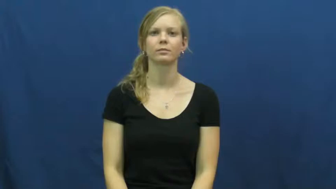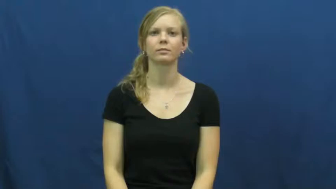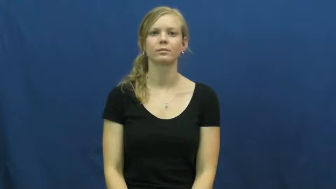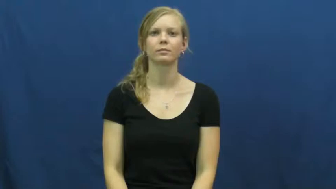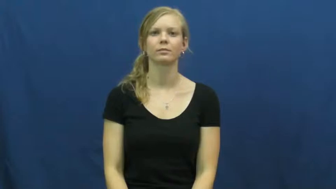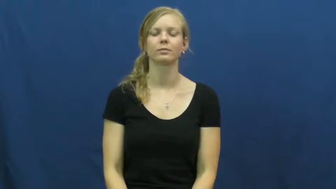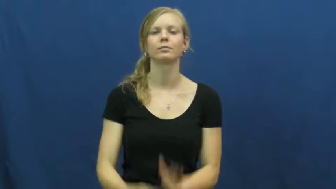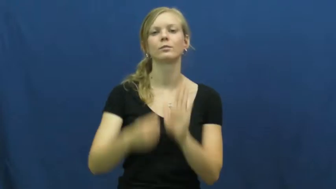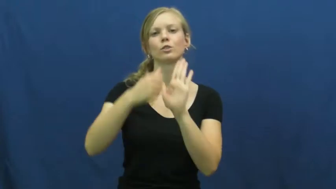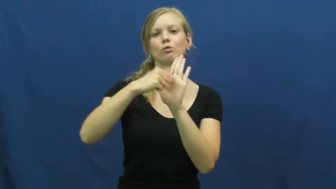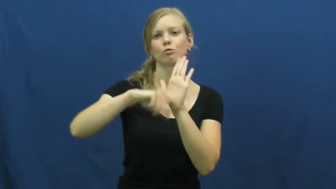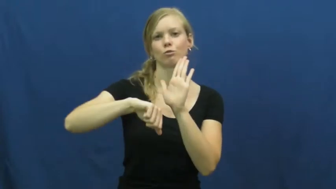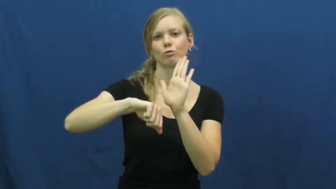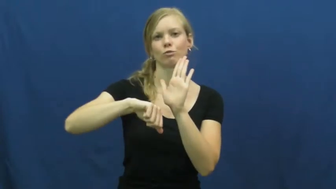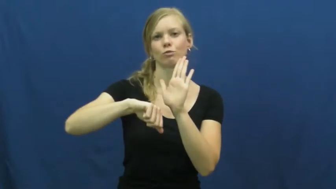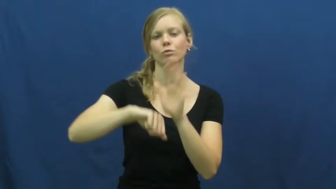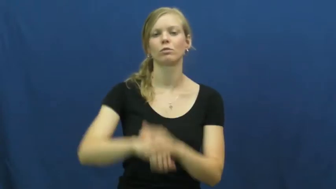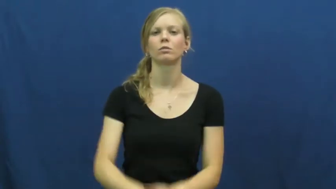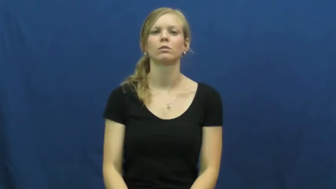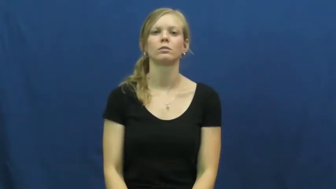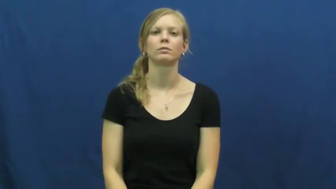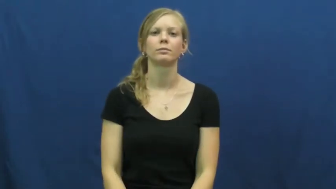operate,surgery